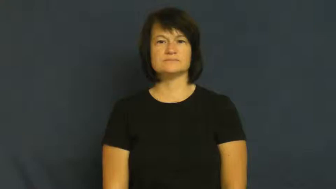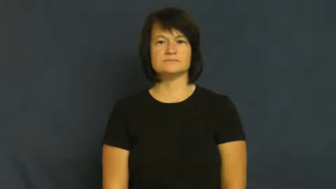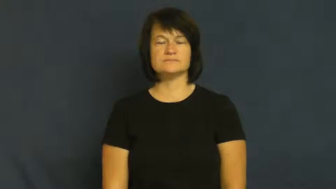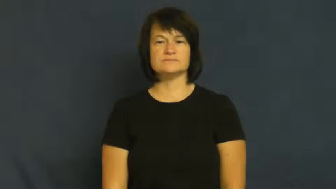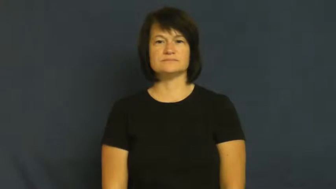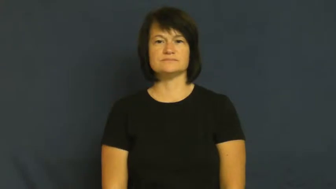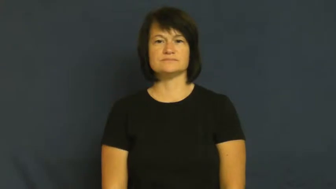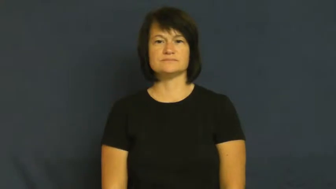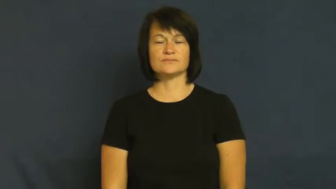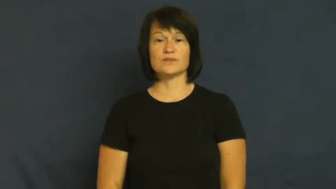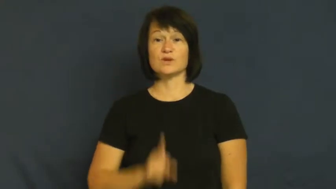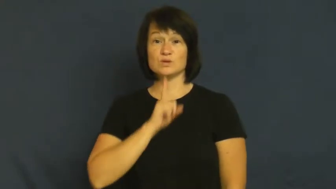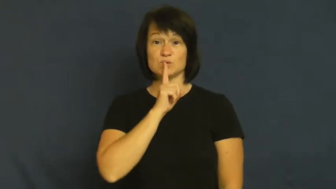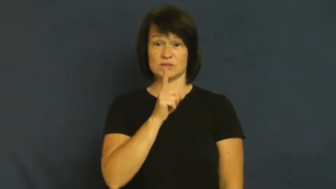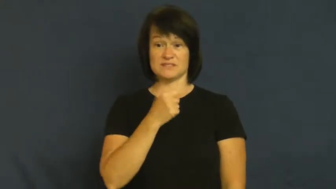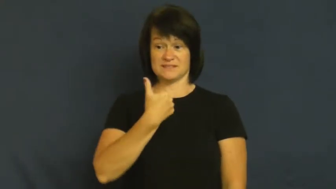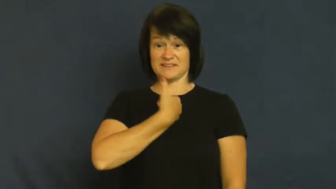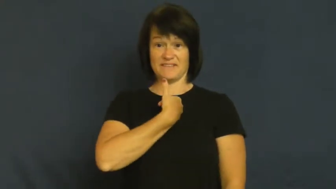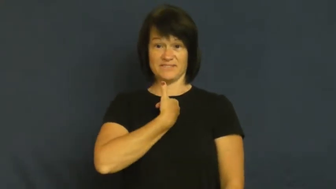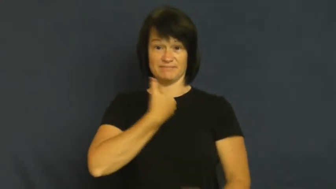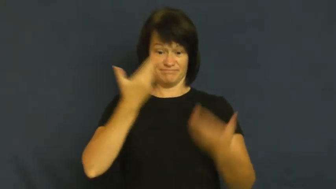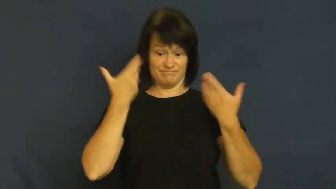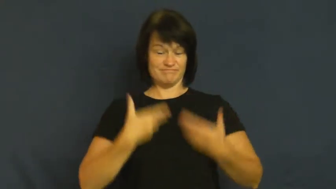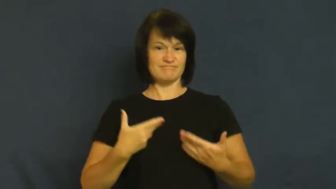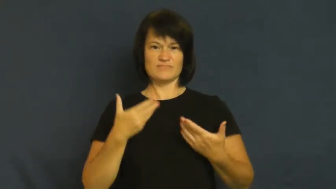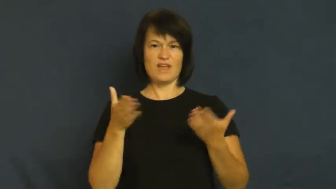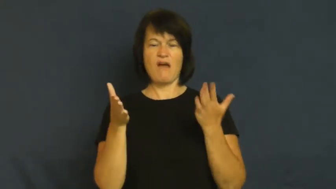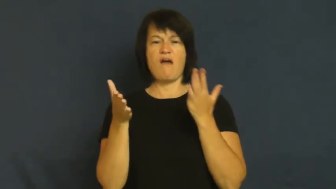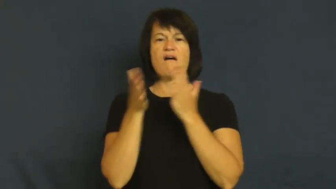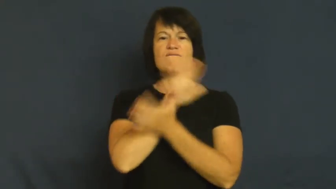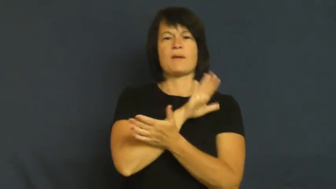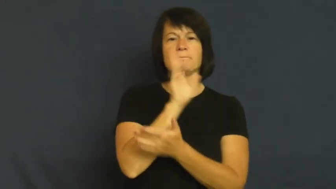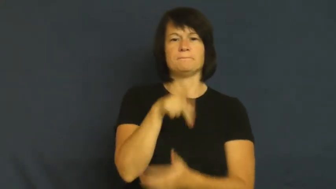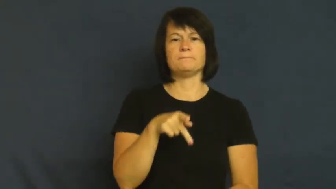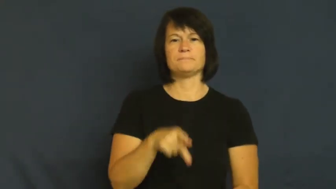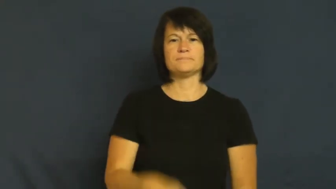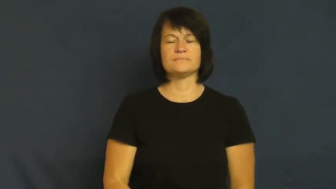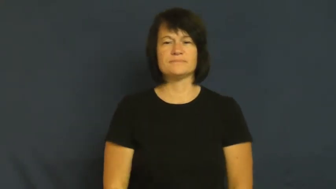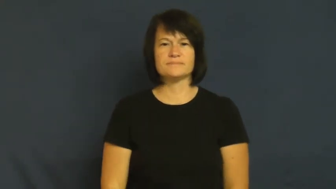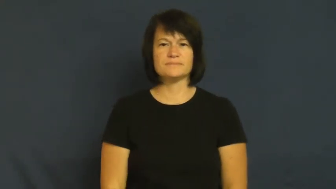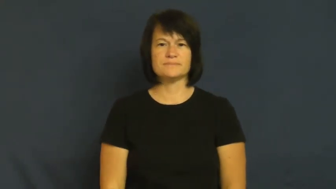facade-cover up